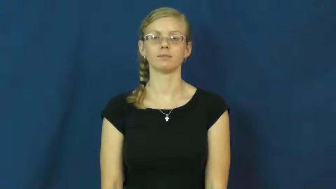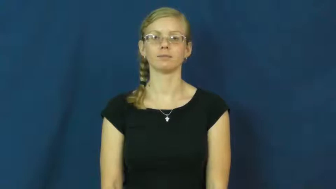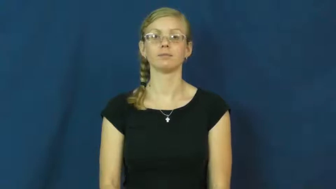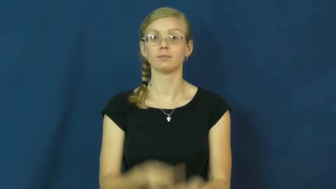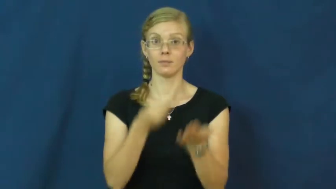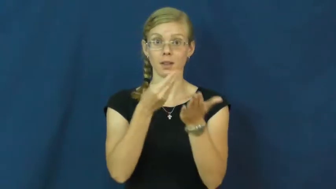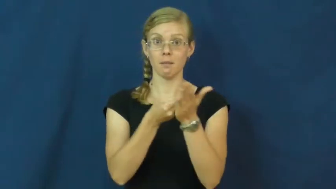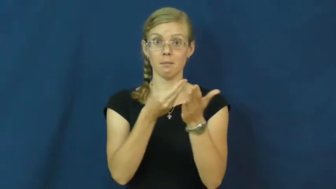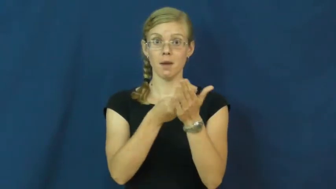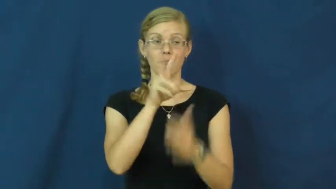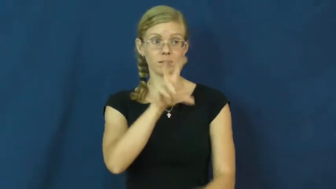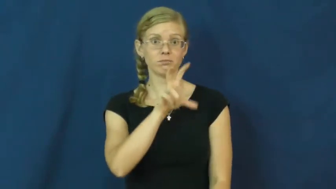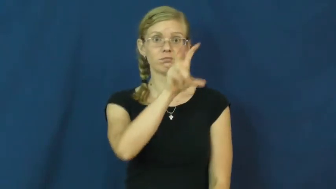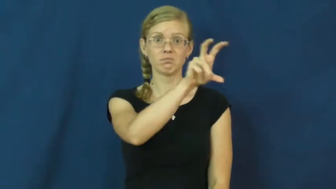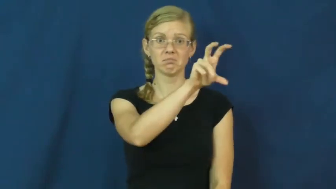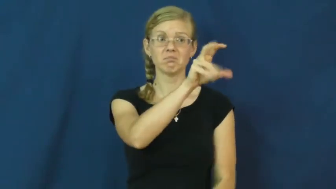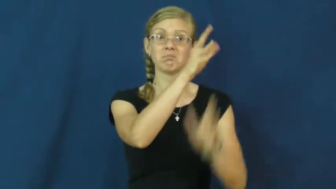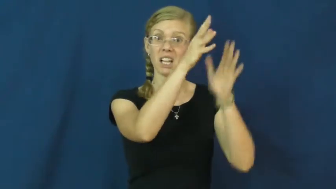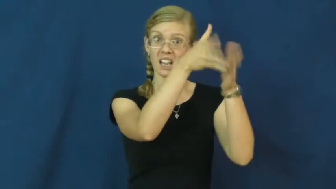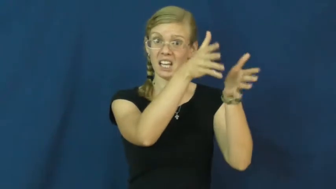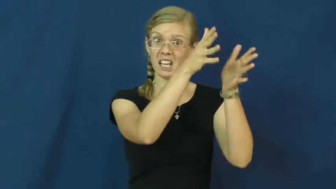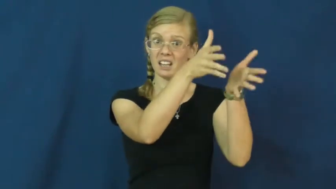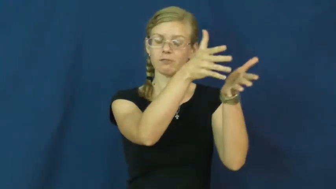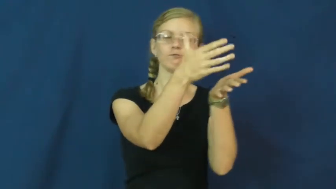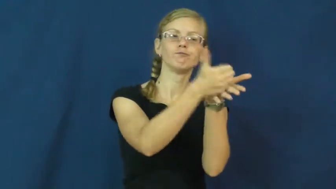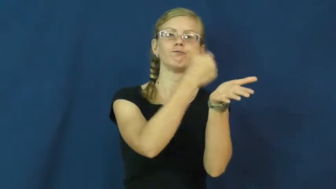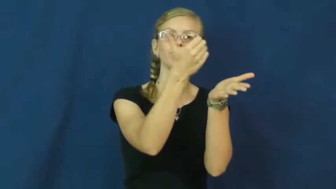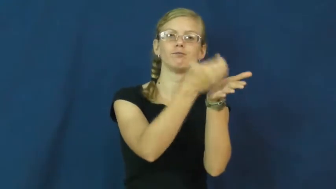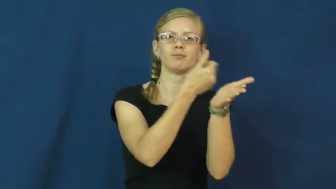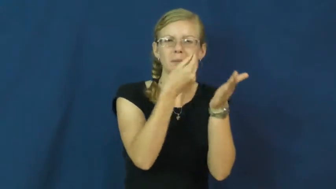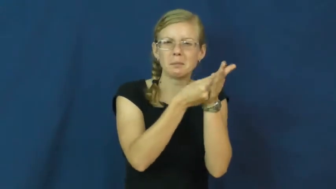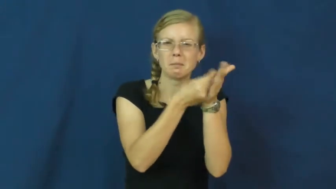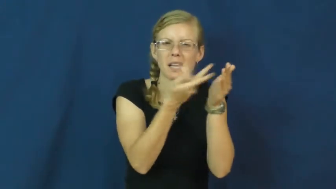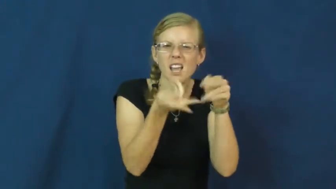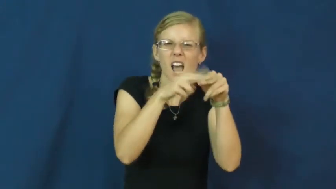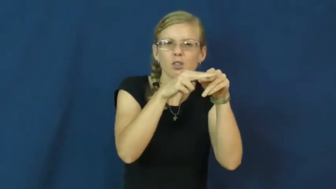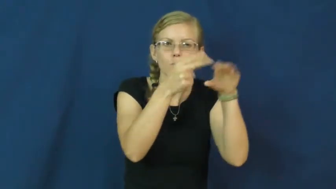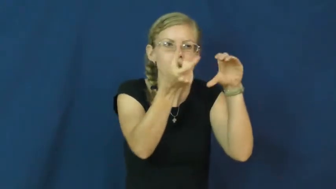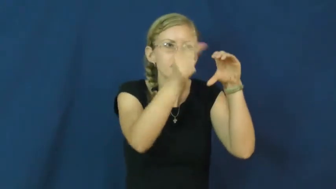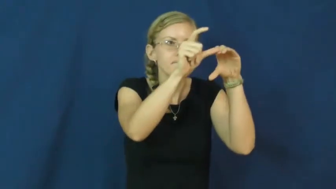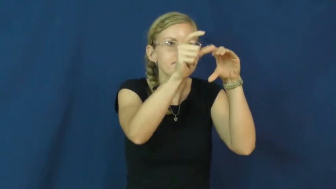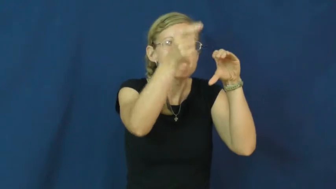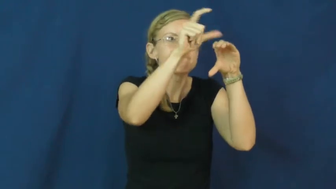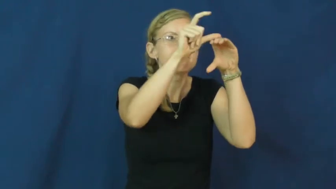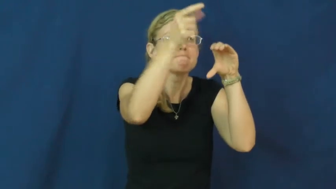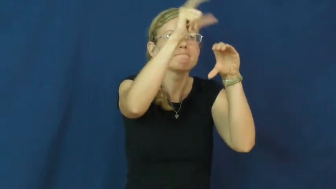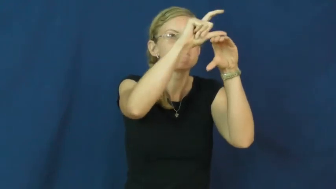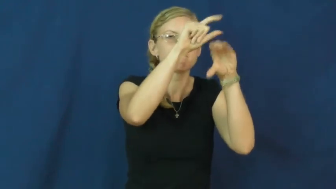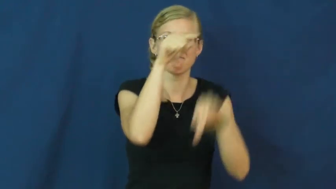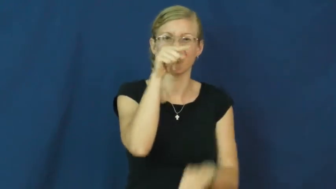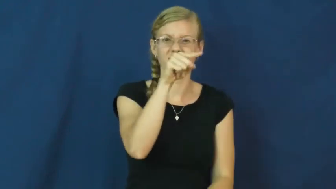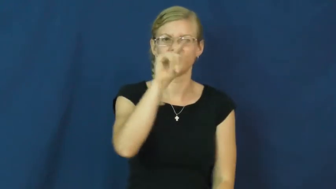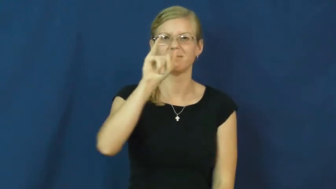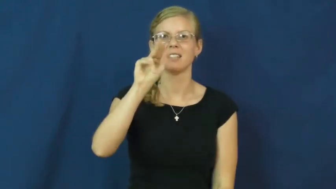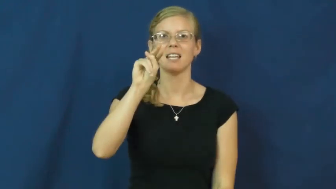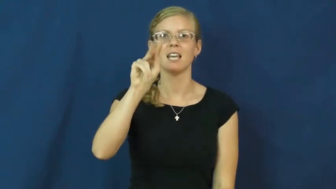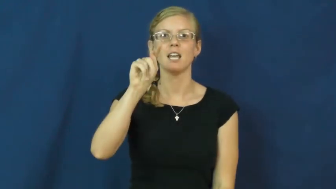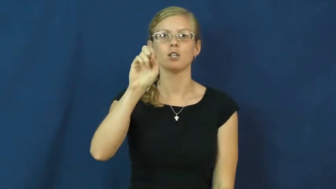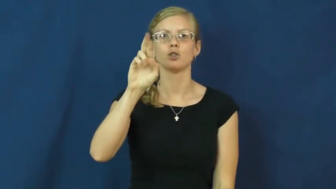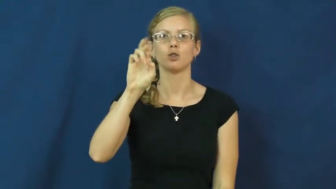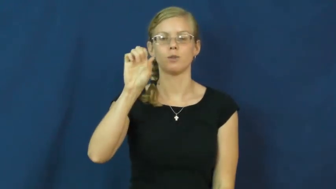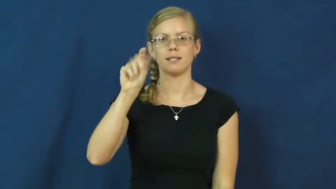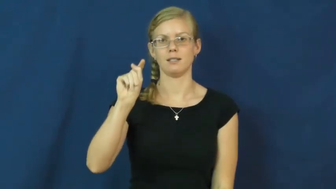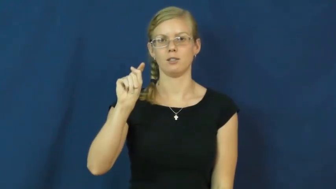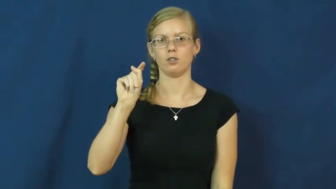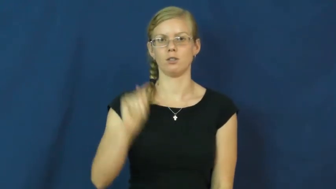interest-earn